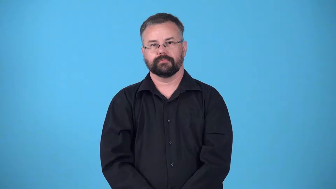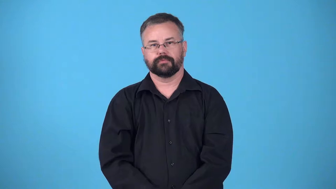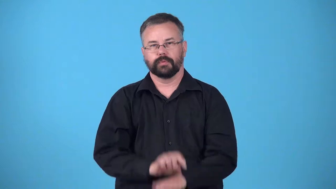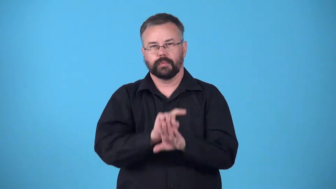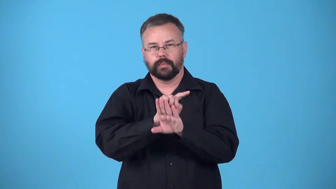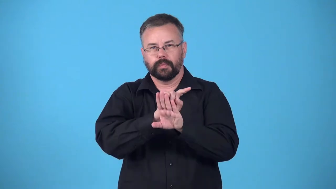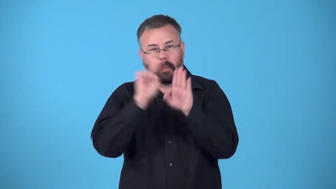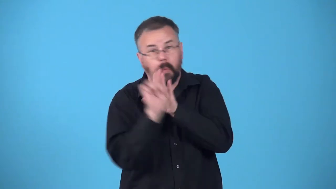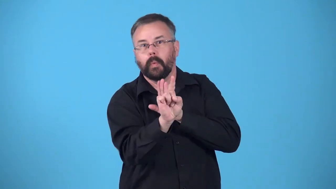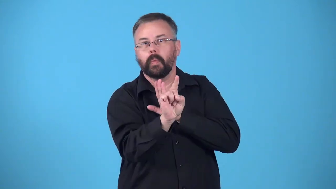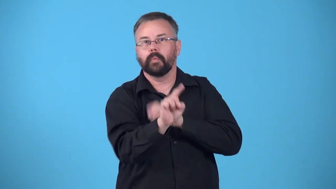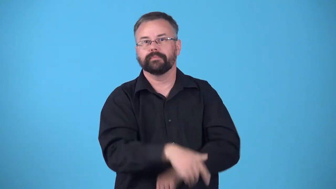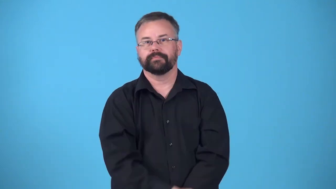burst out, burst forth